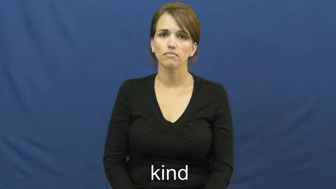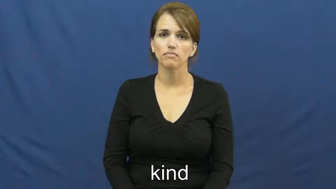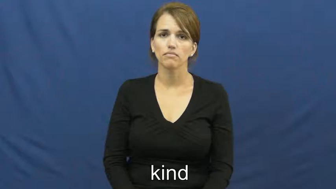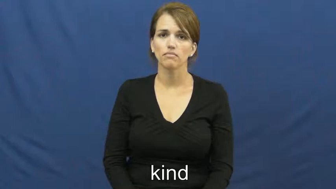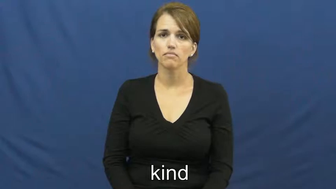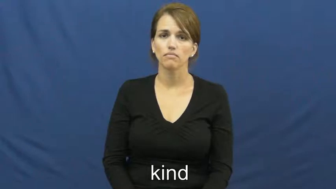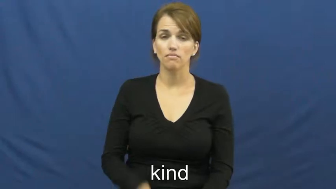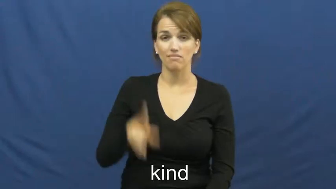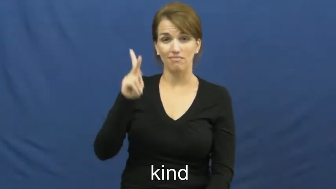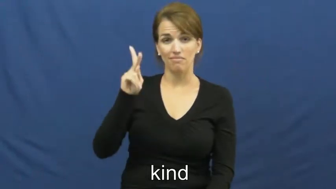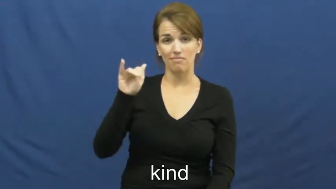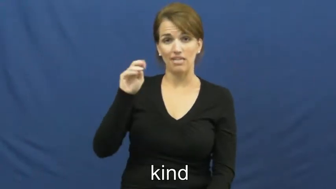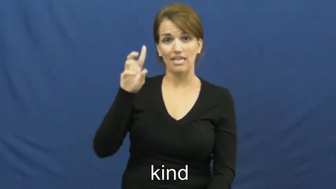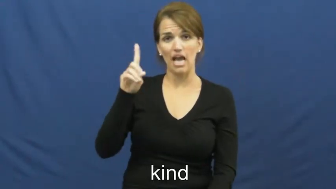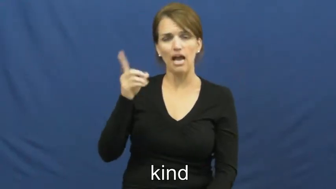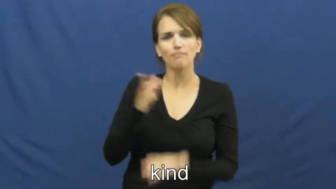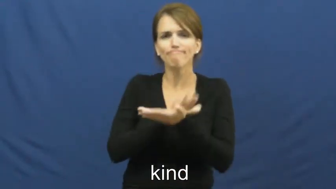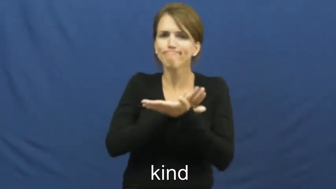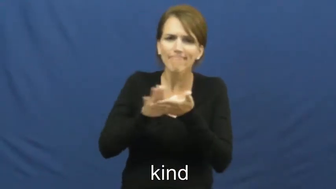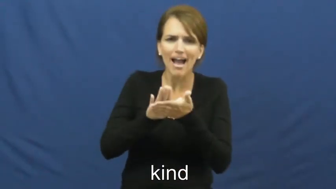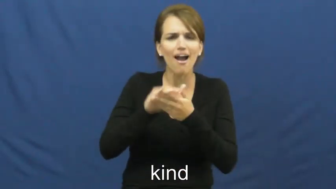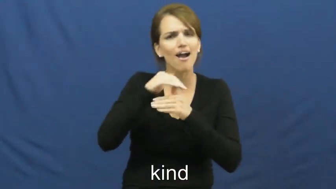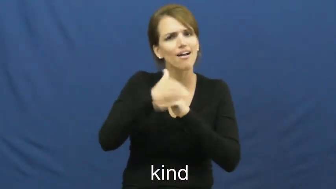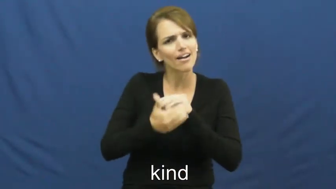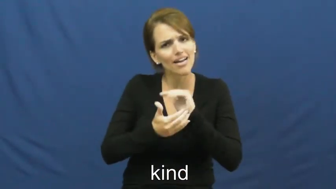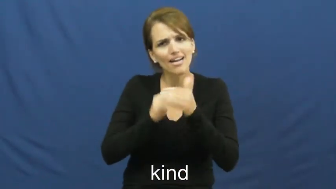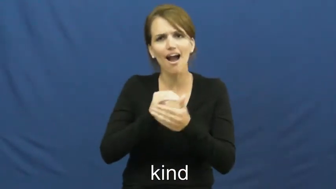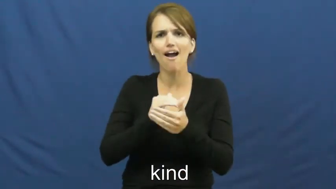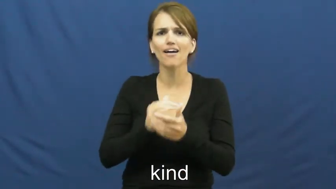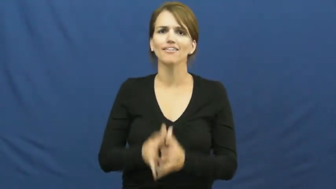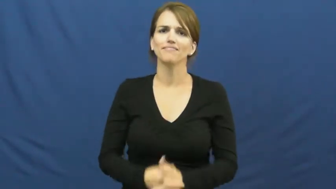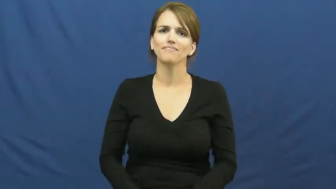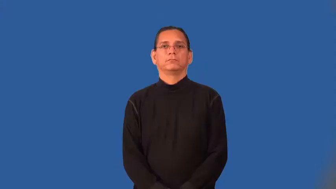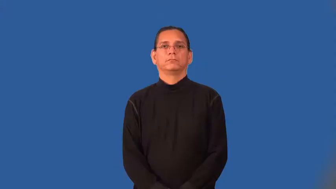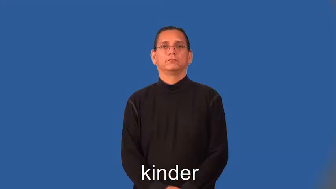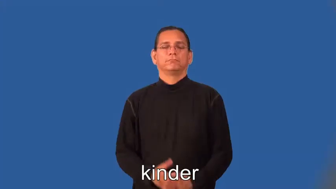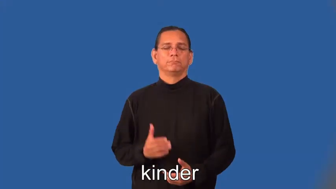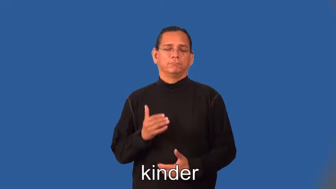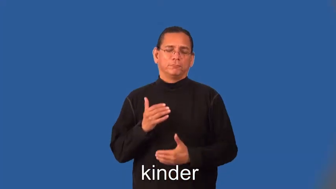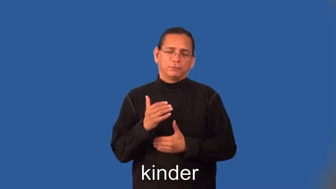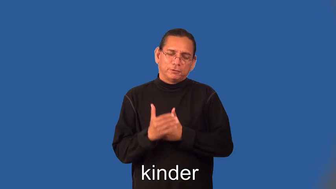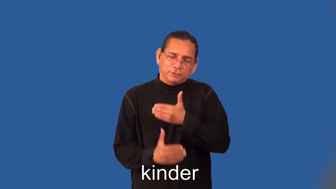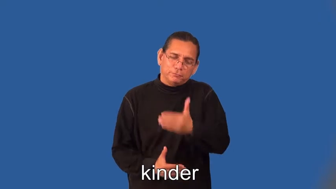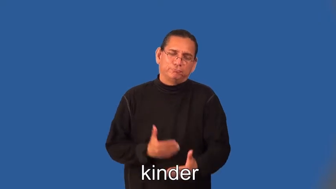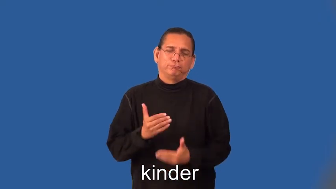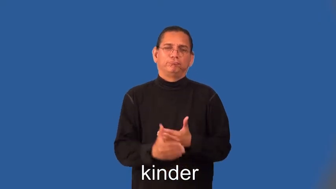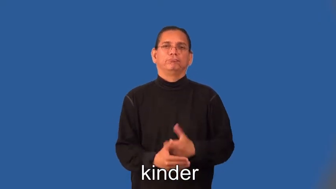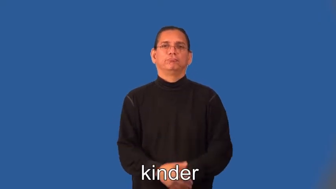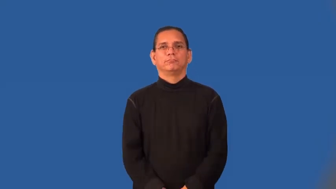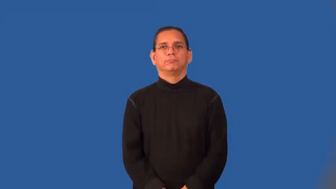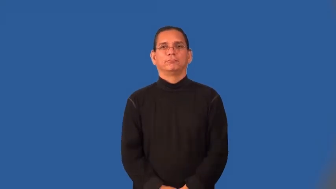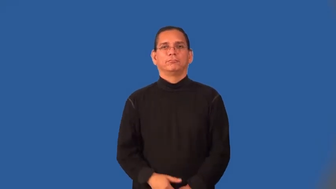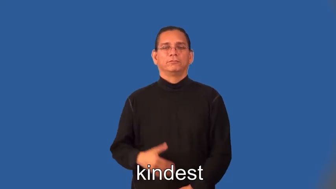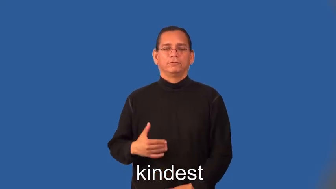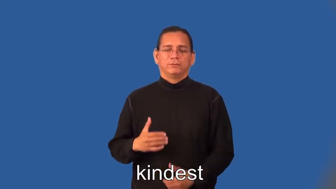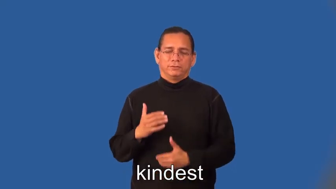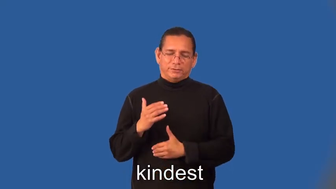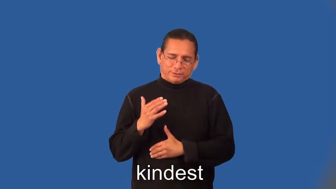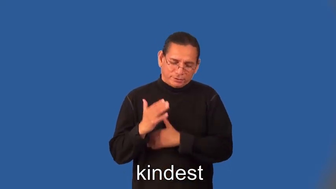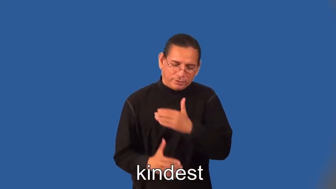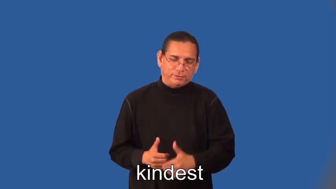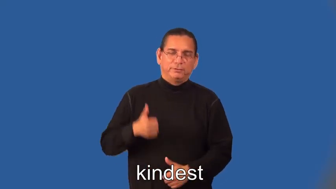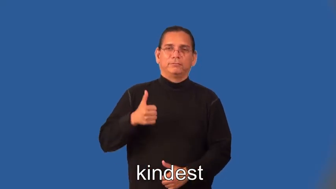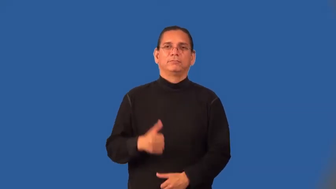kinder,kindest